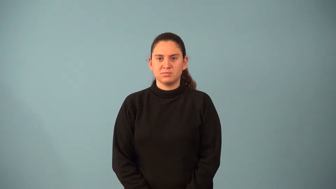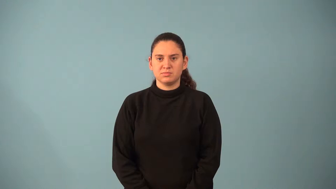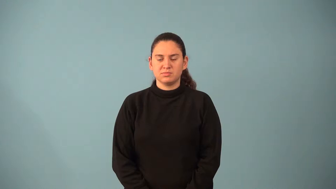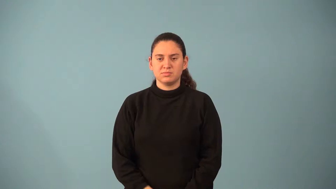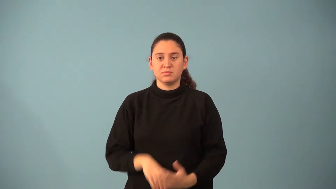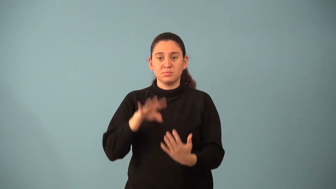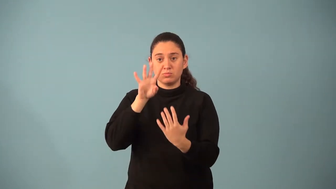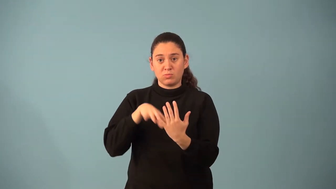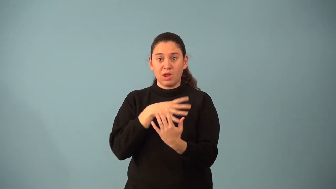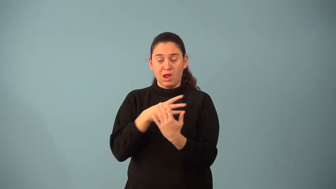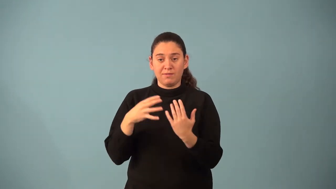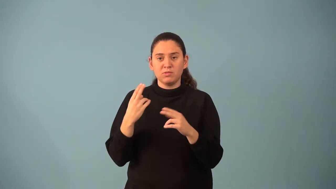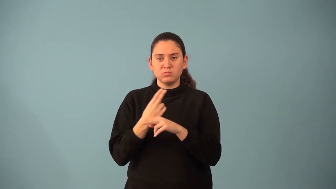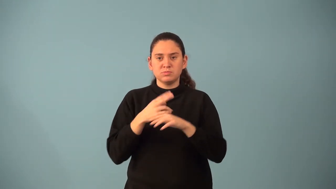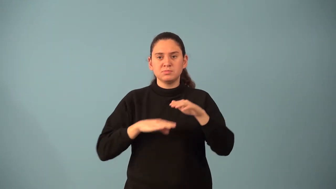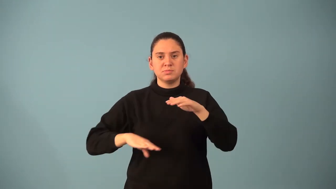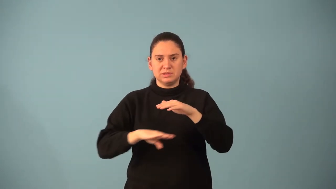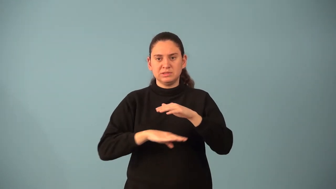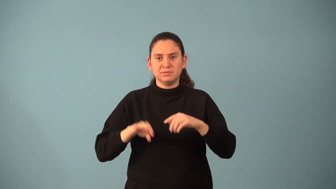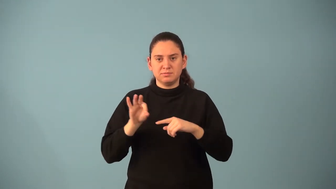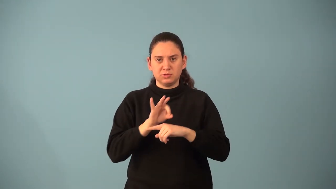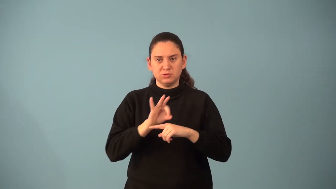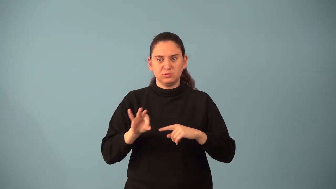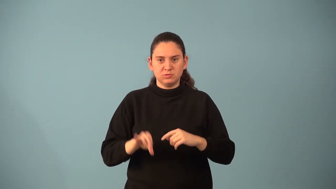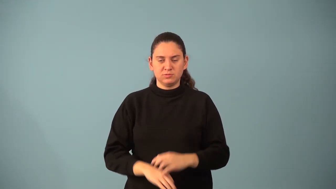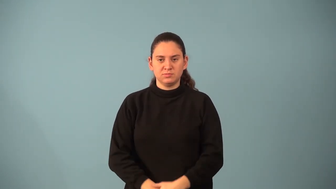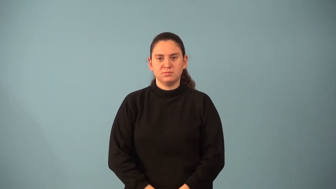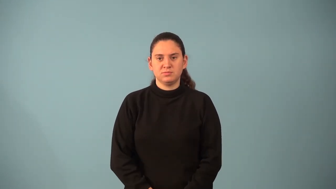parent graph